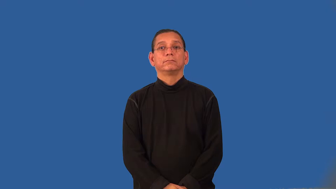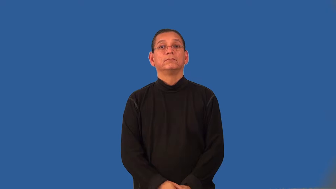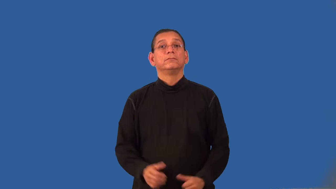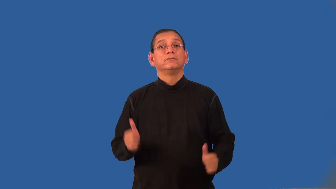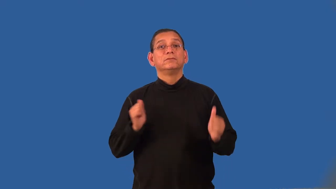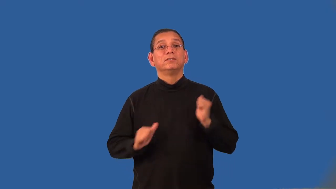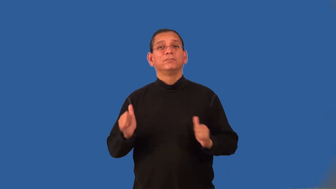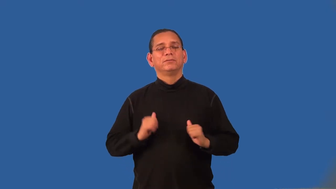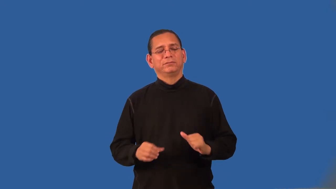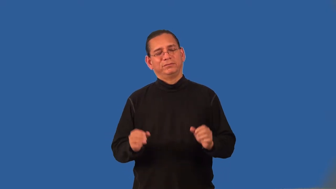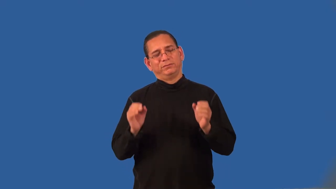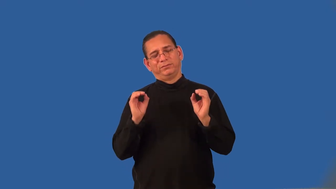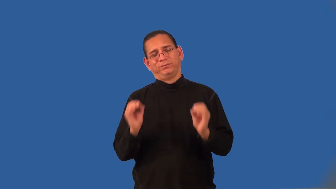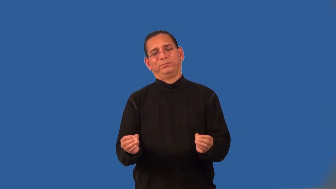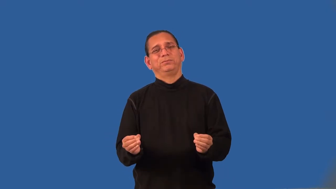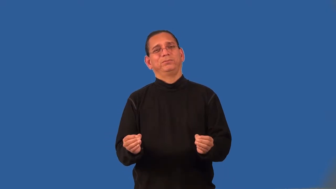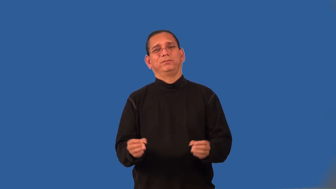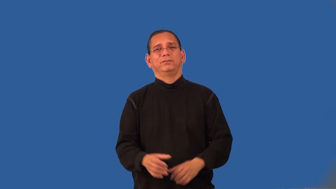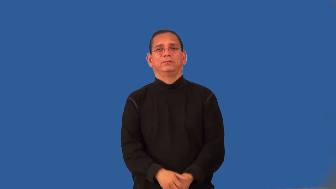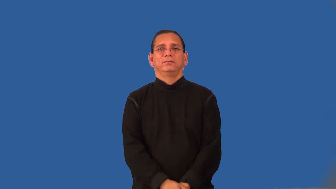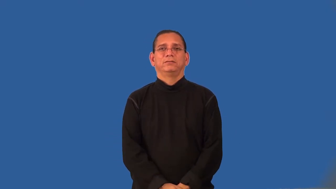undramatic